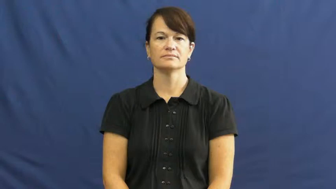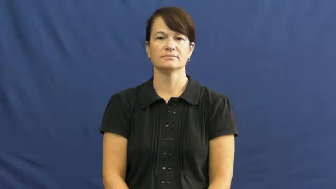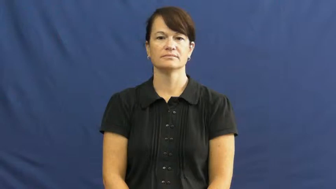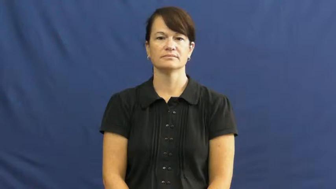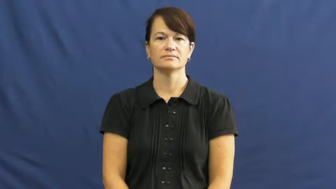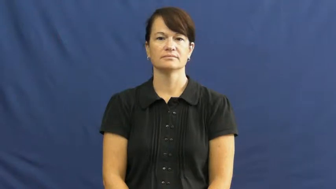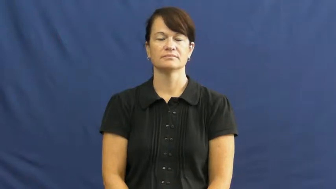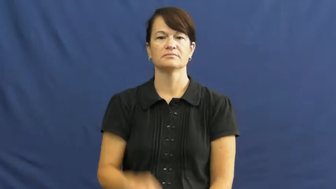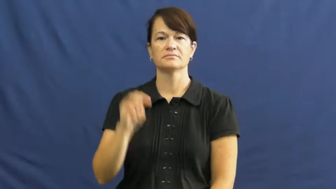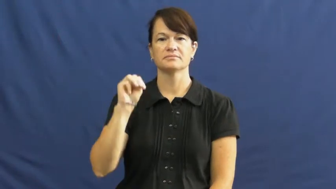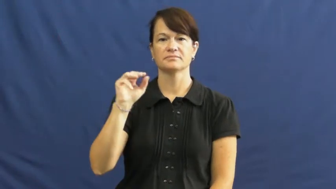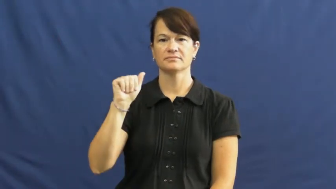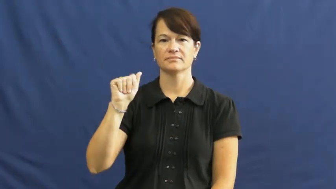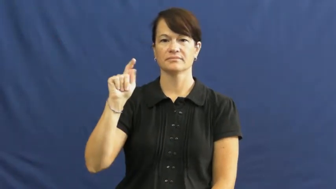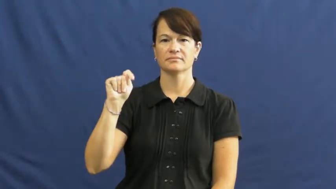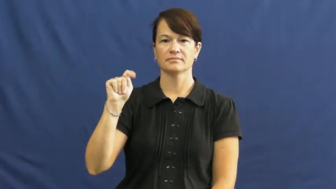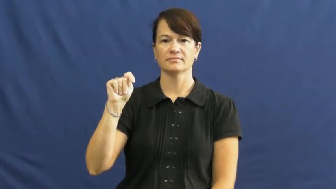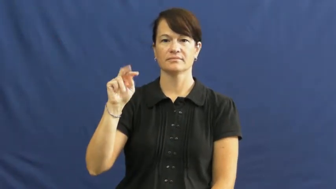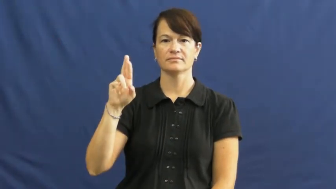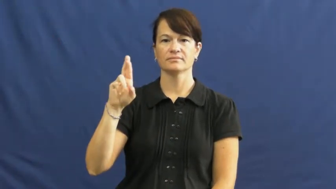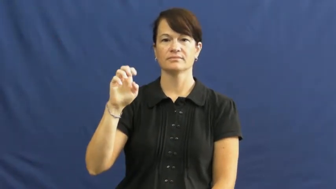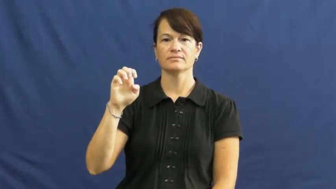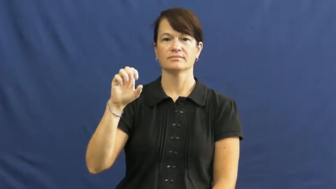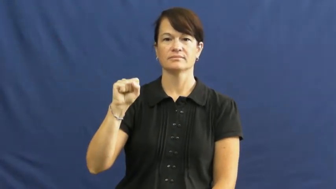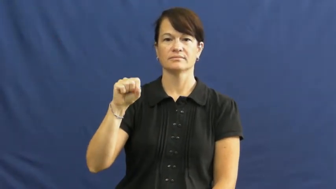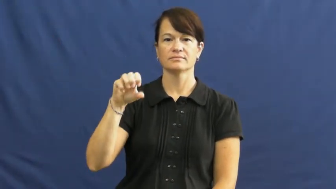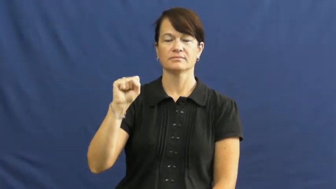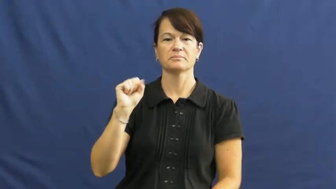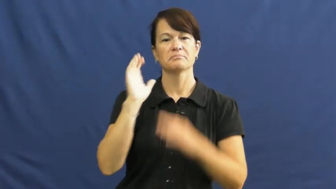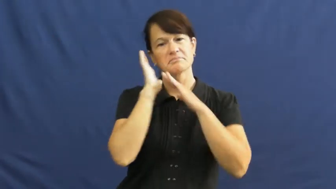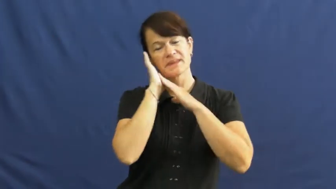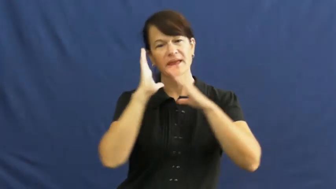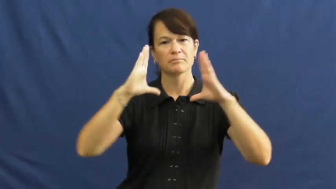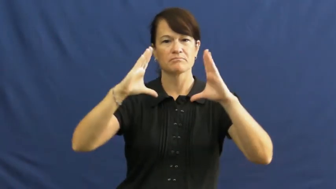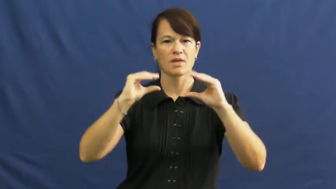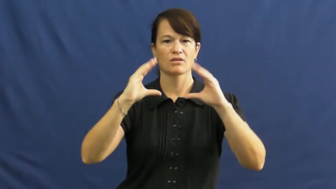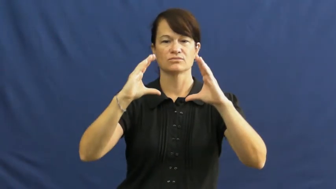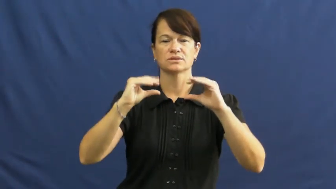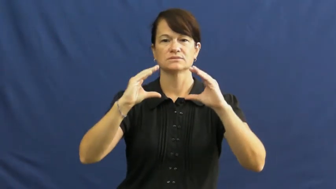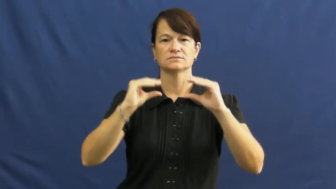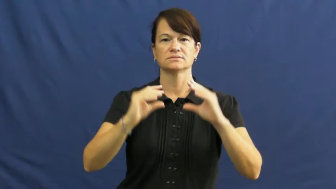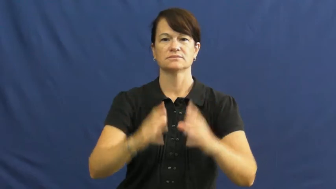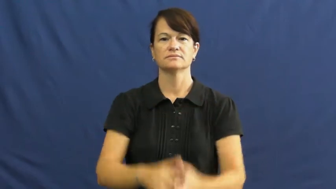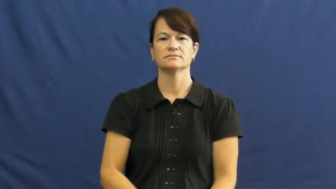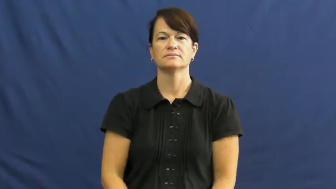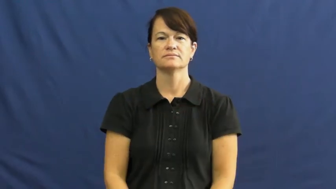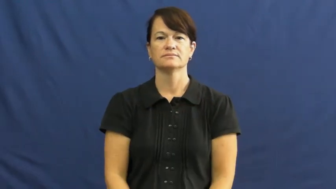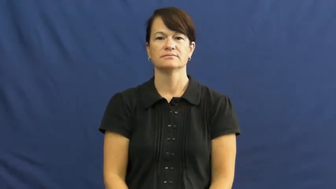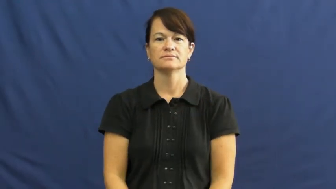mattress